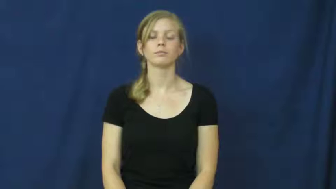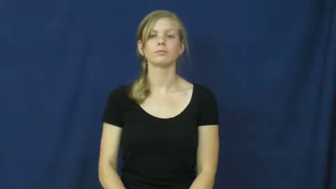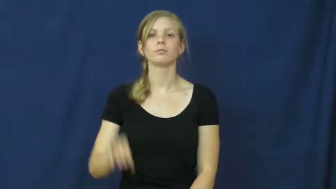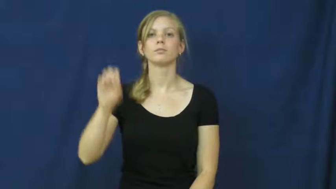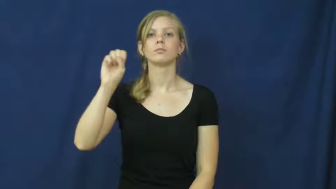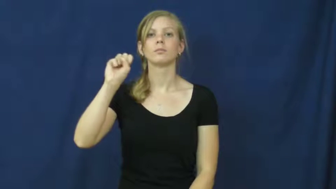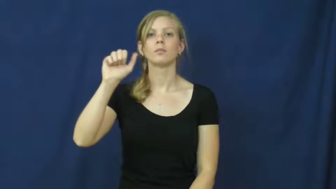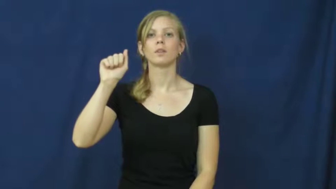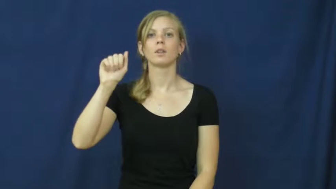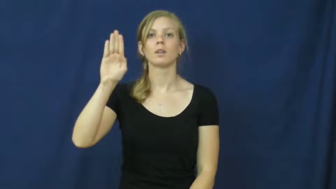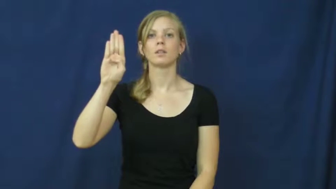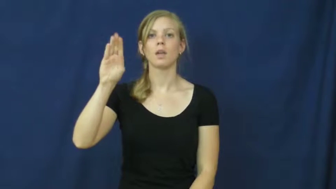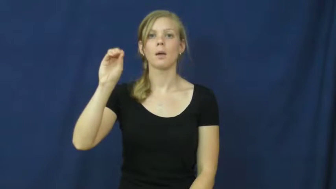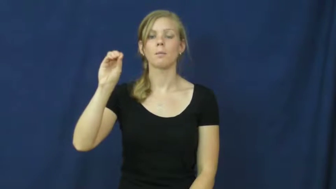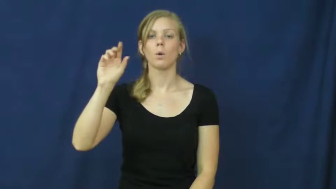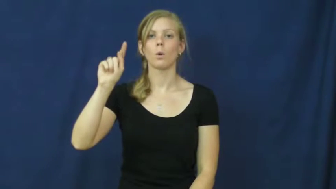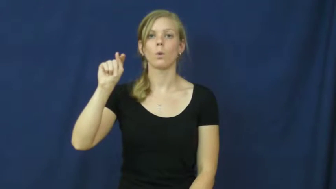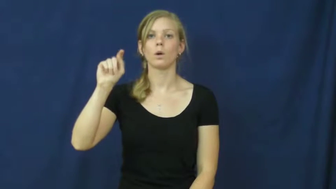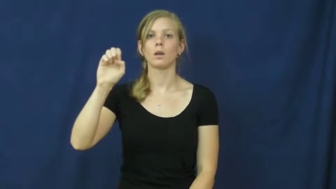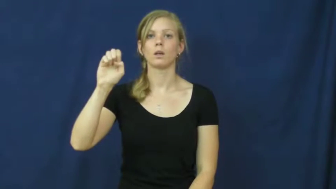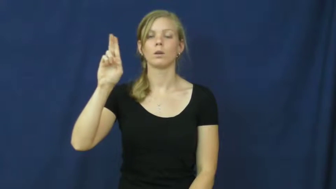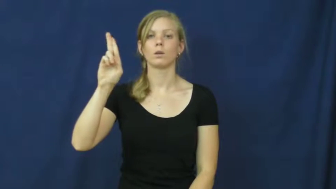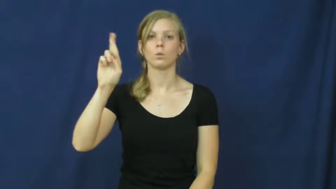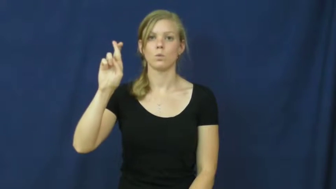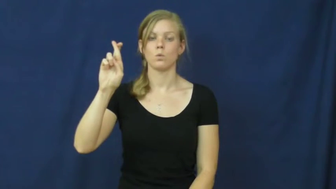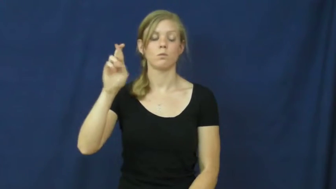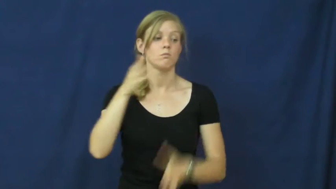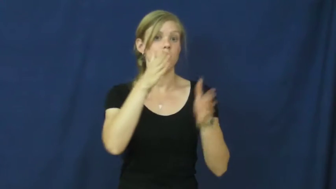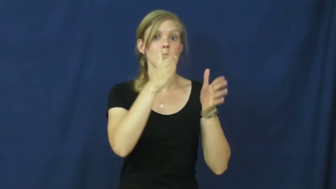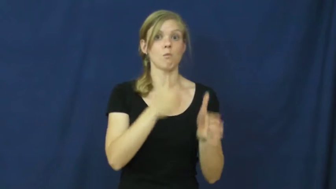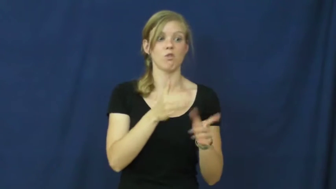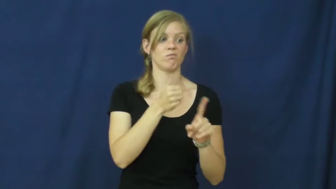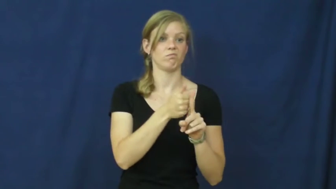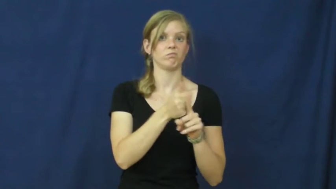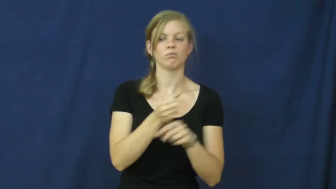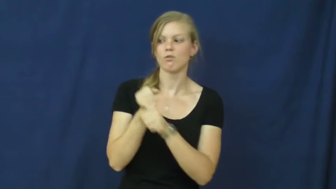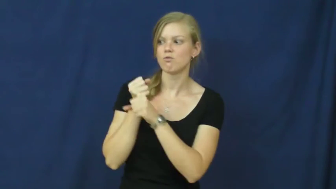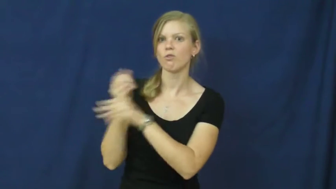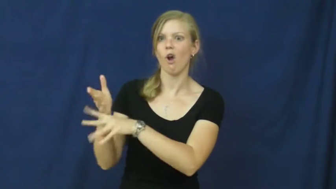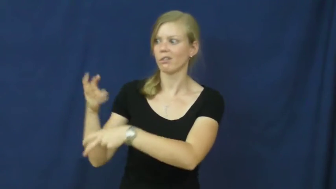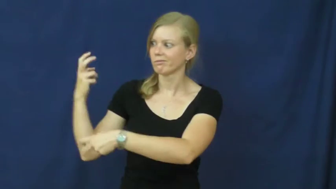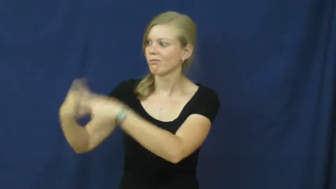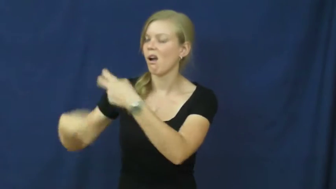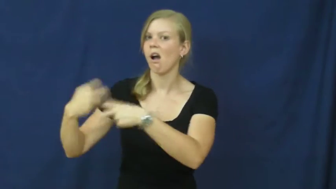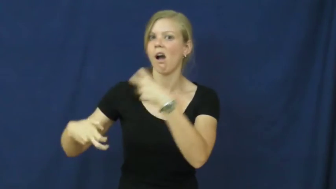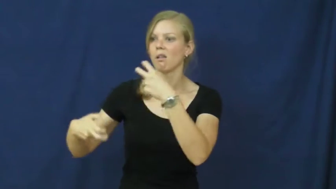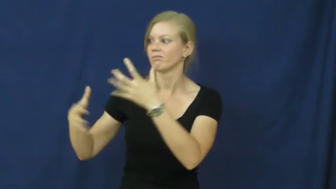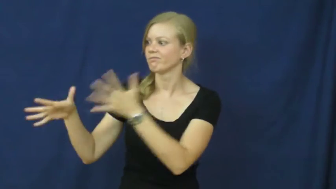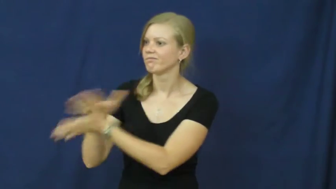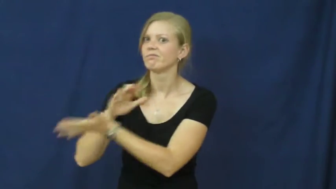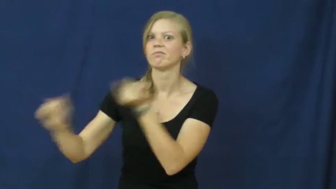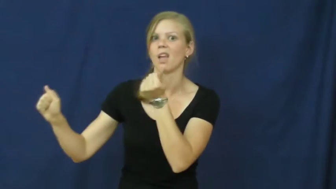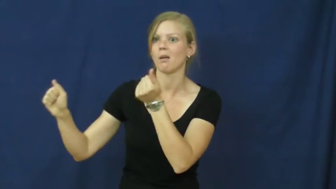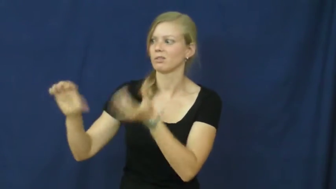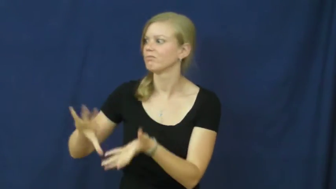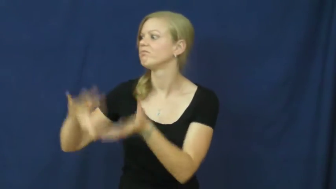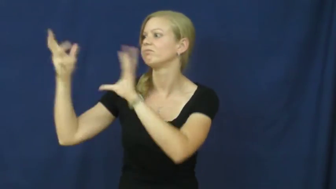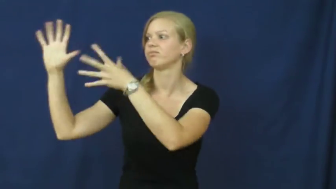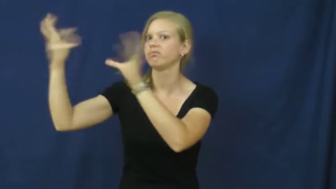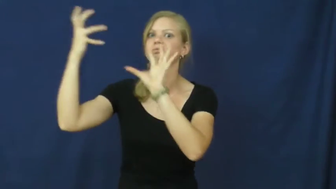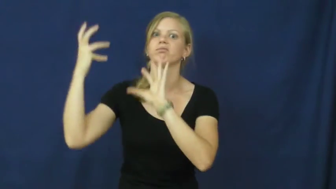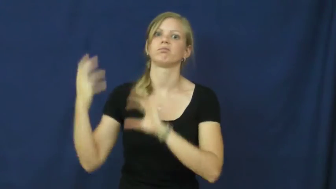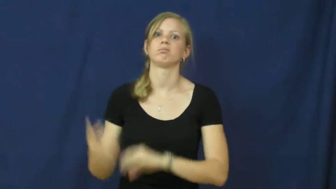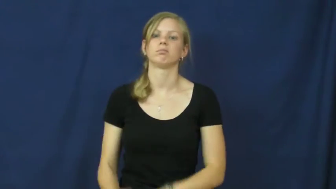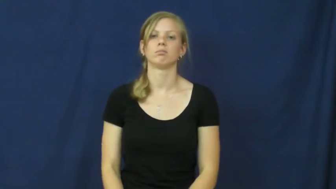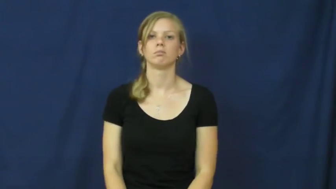saboteur